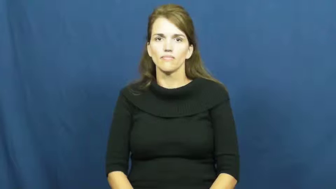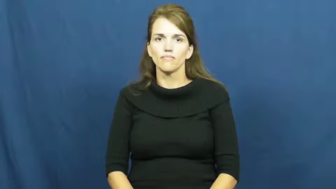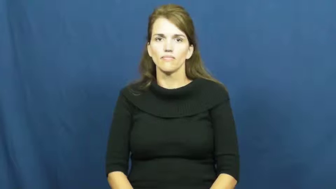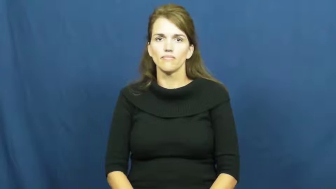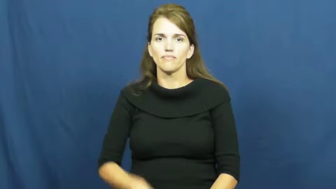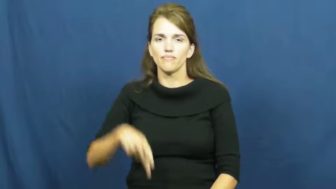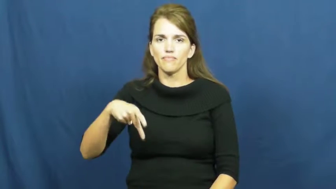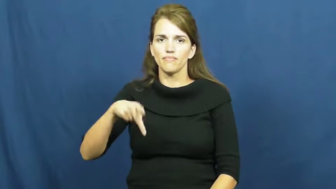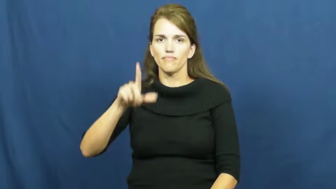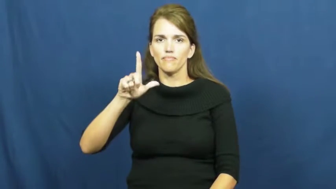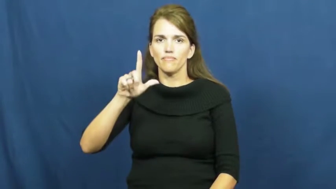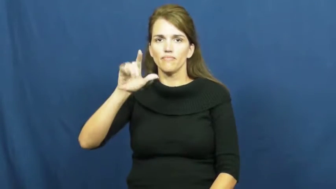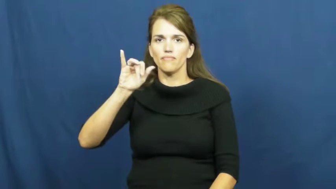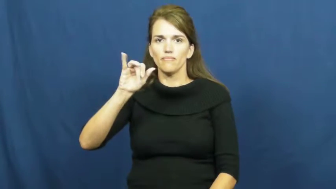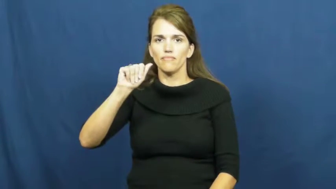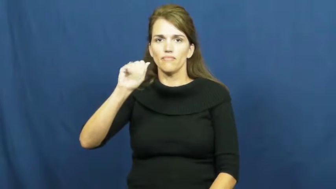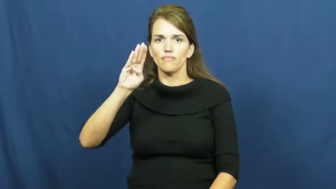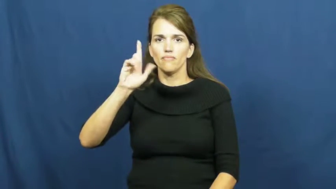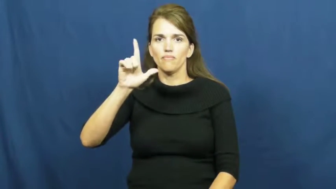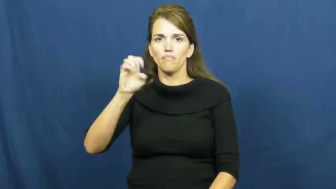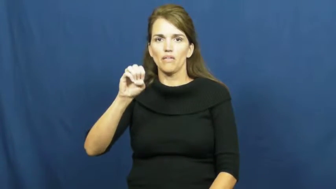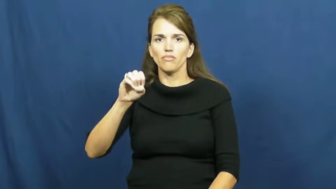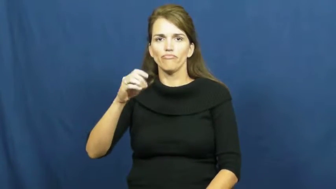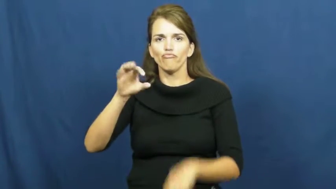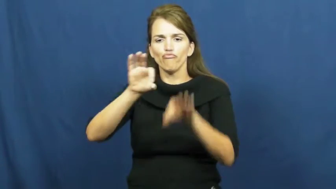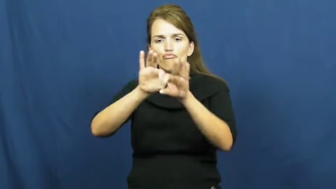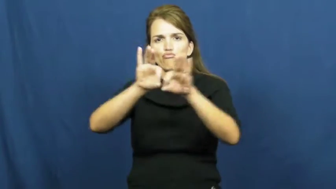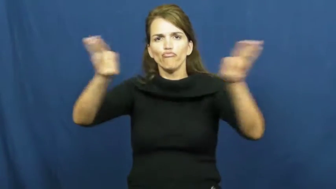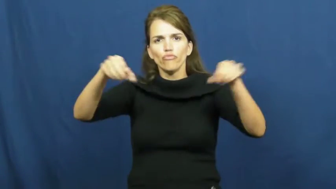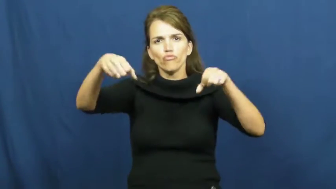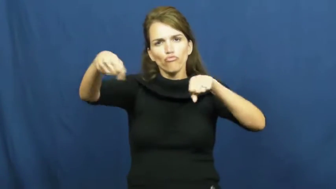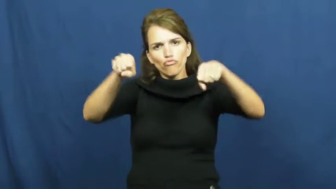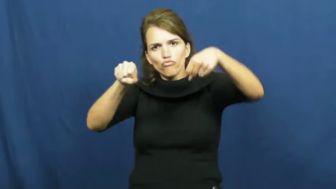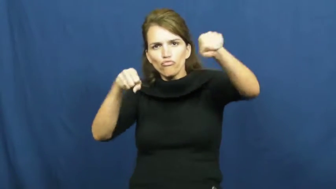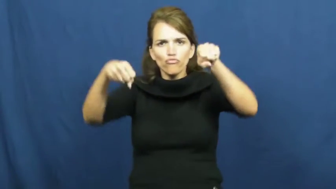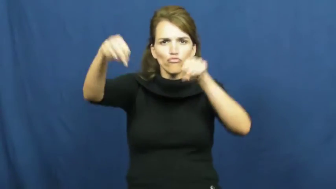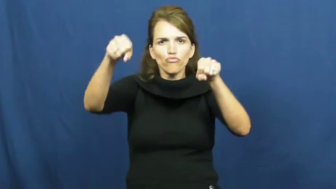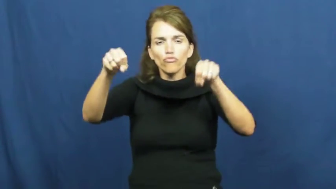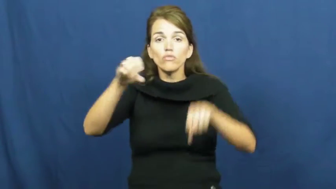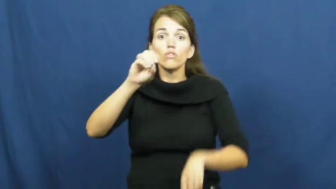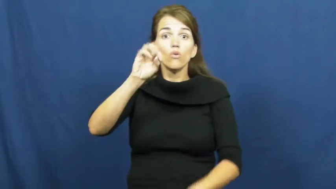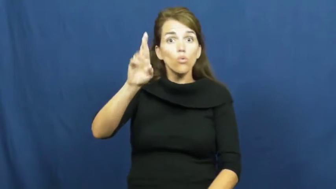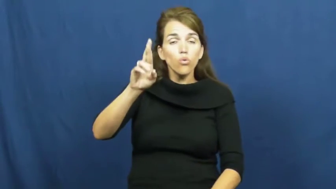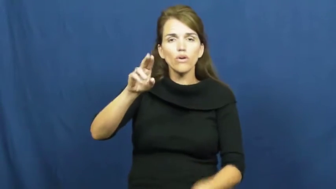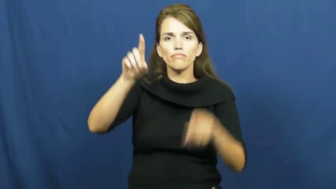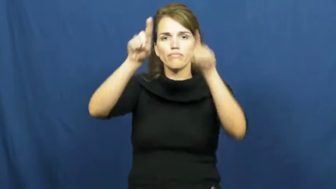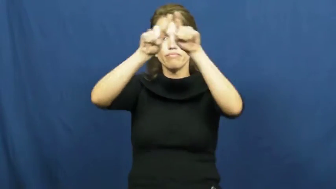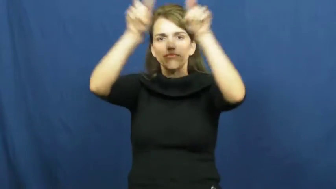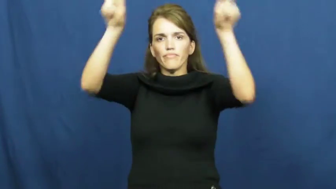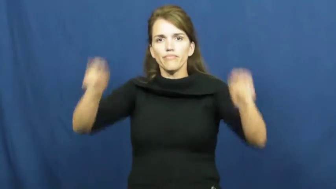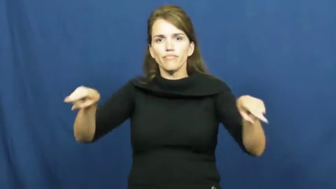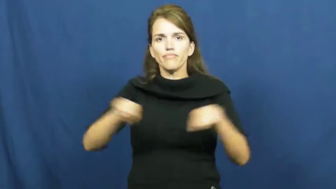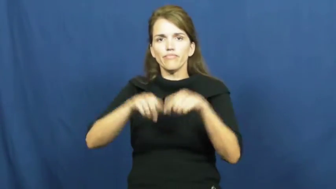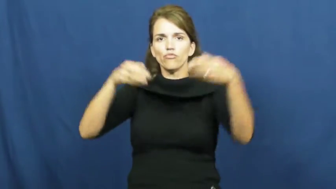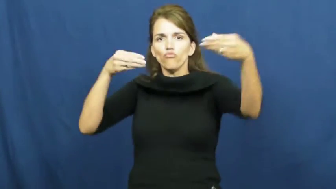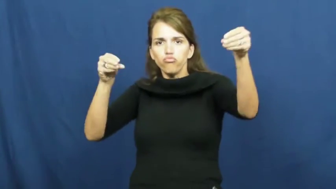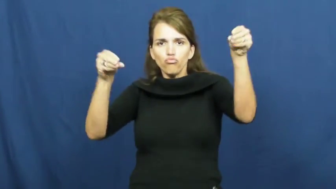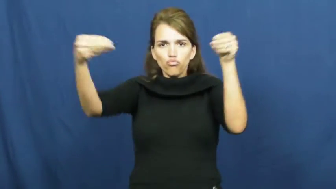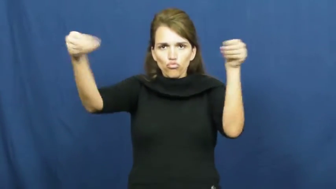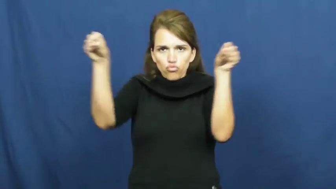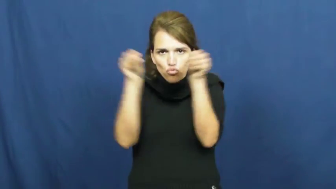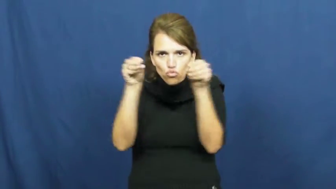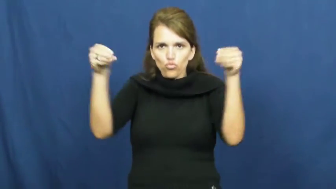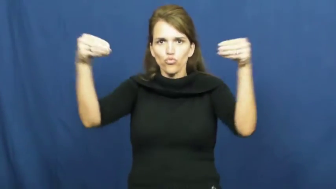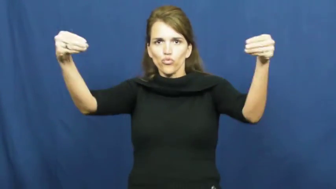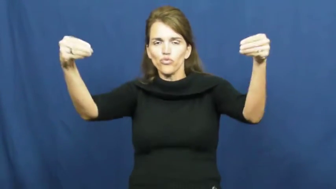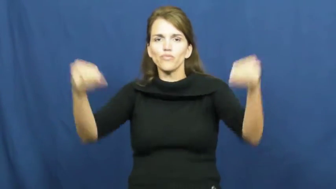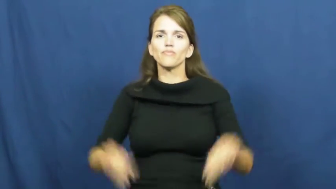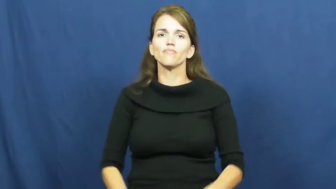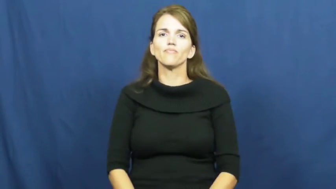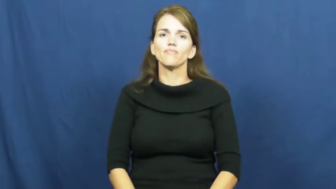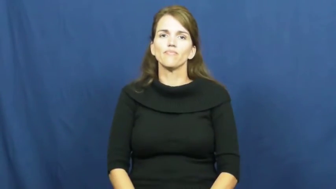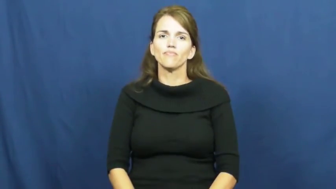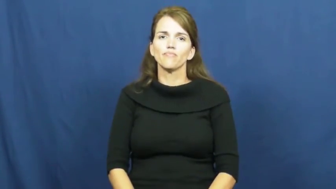pliable